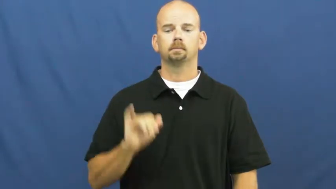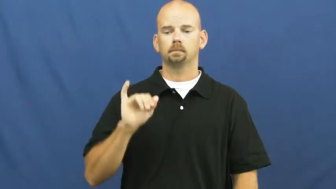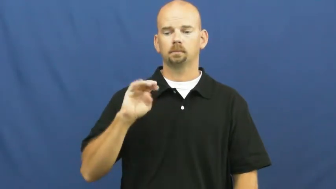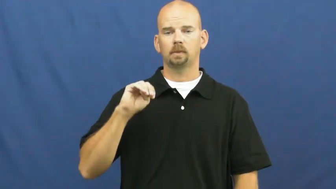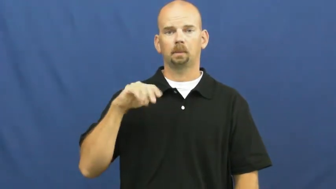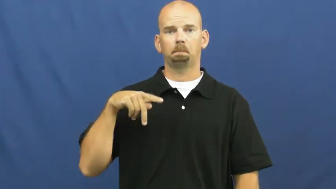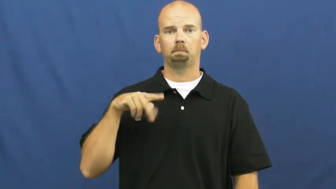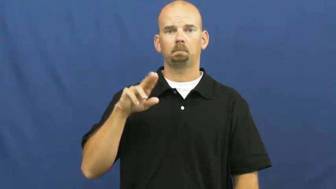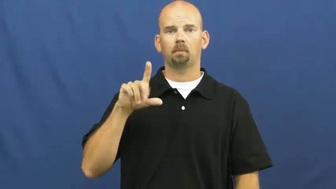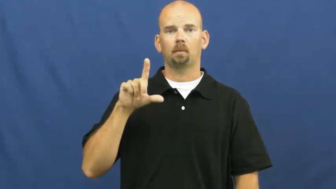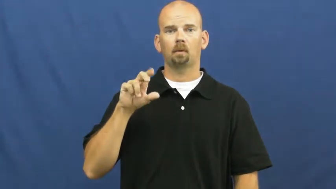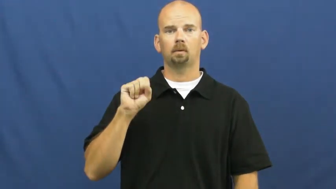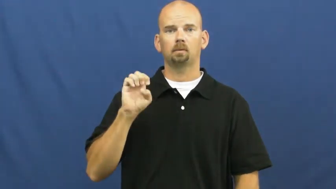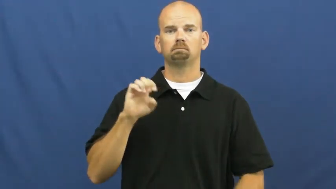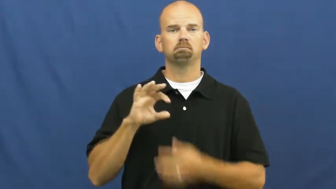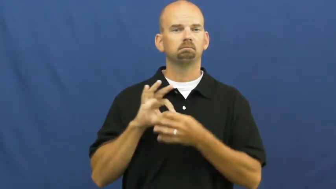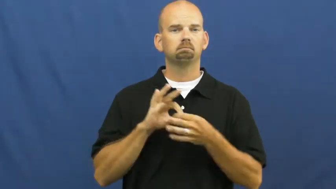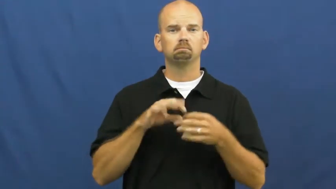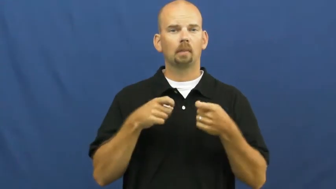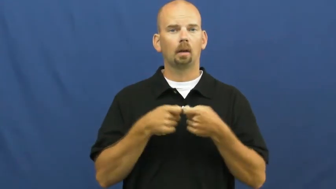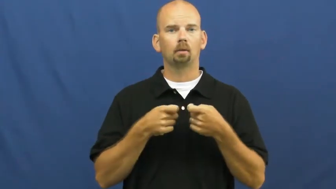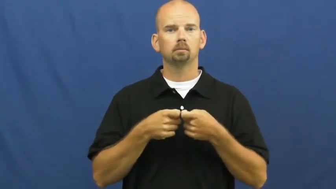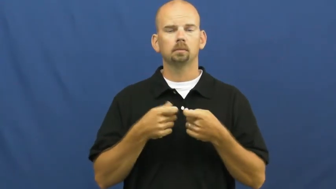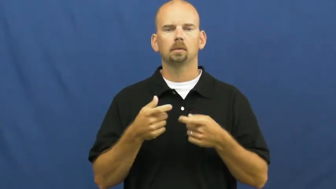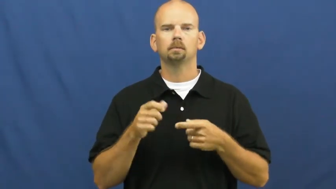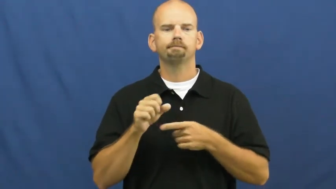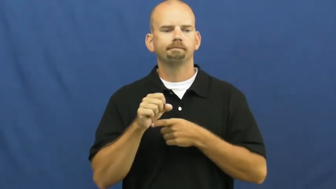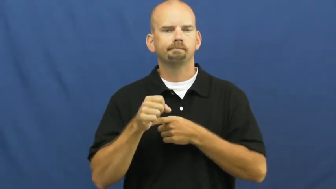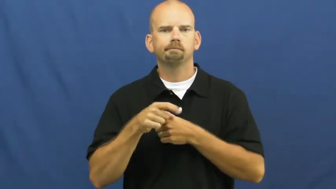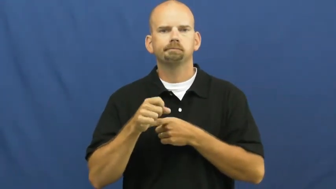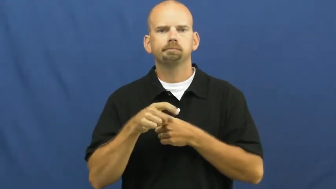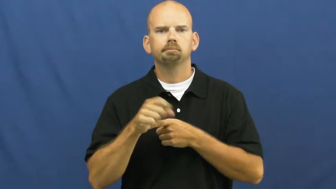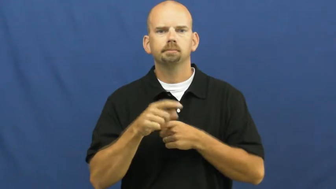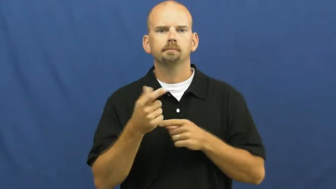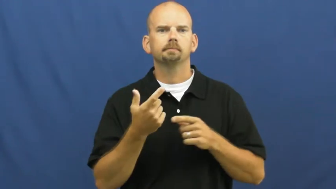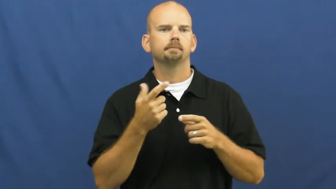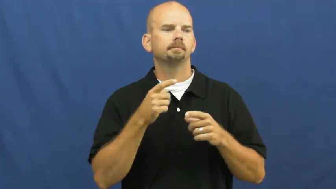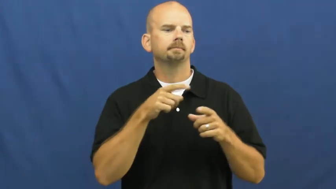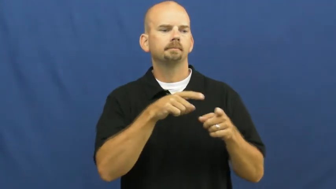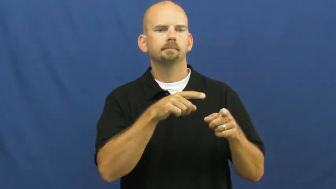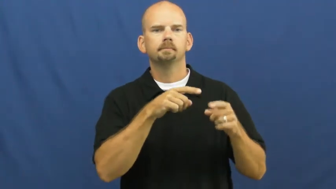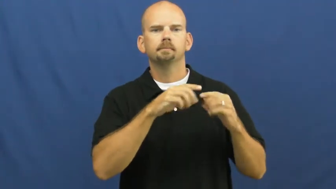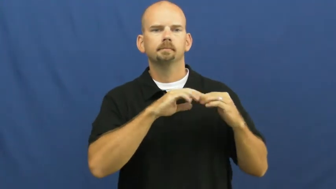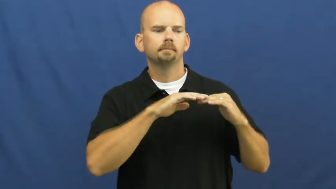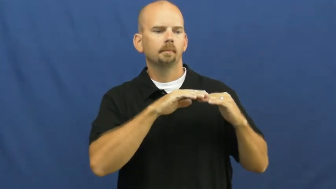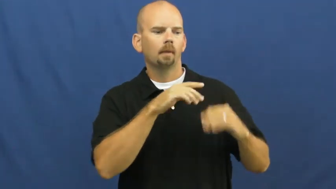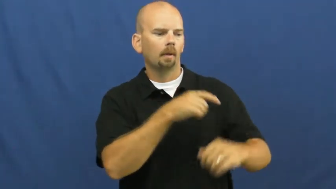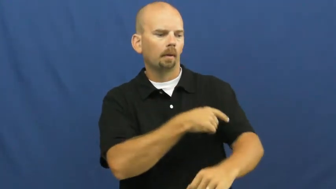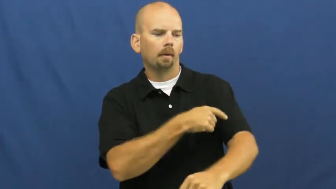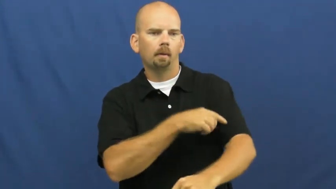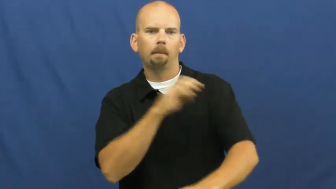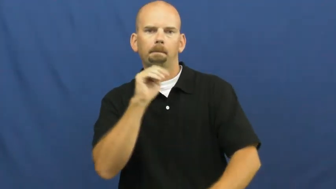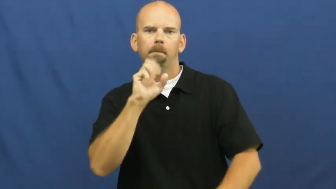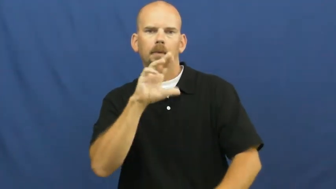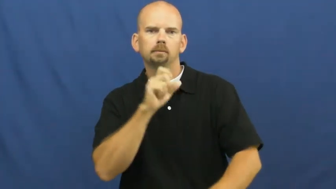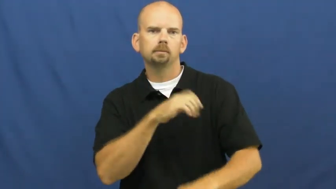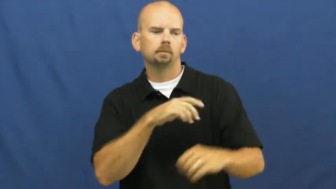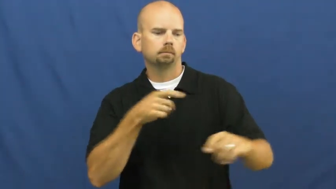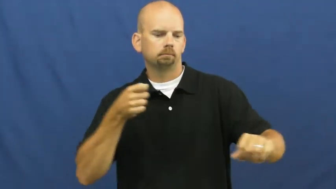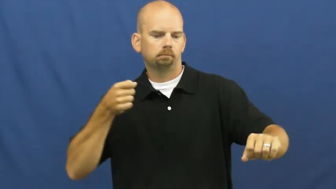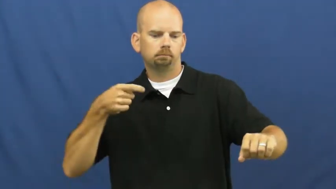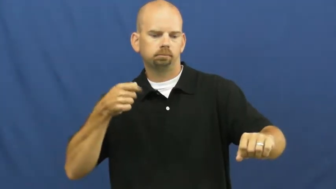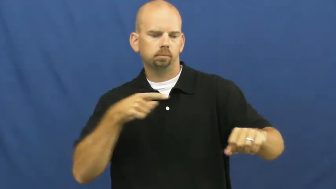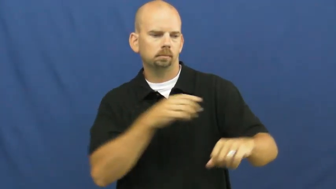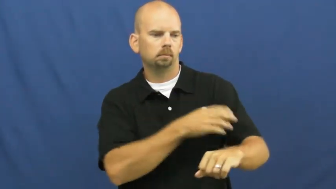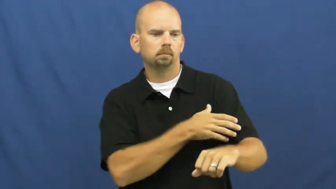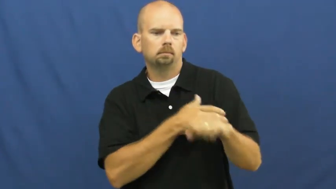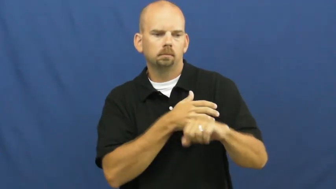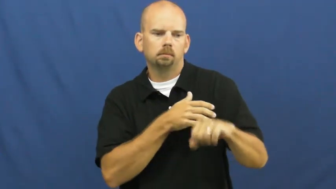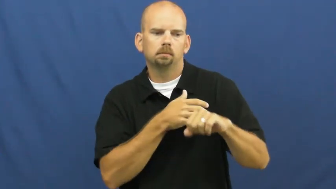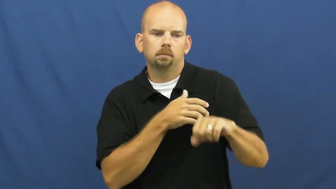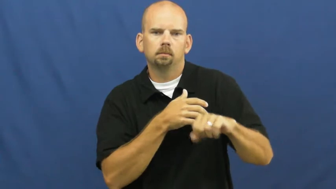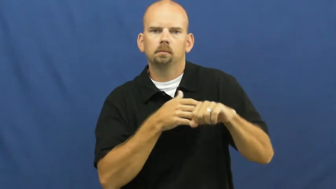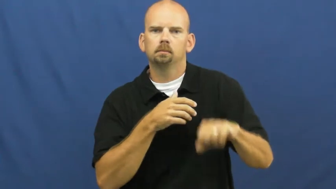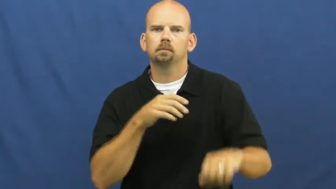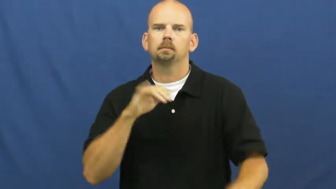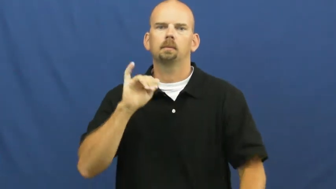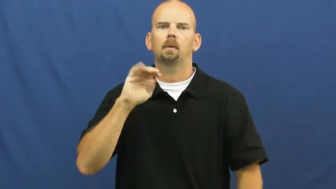impulse-electricity